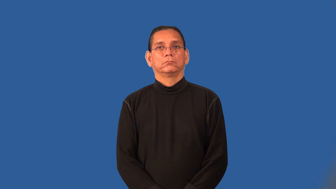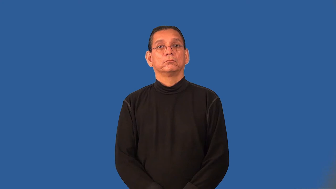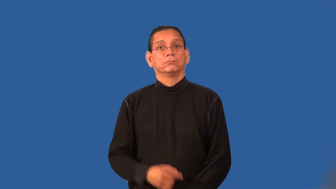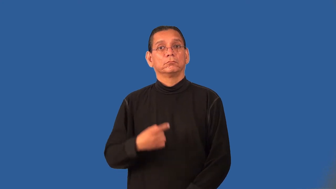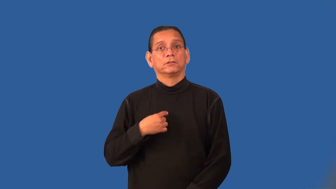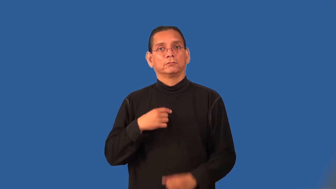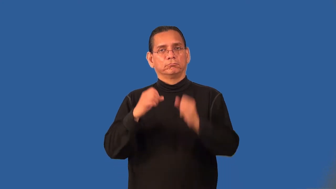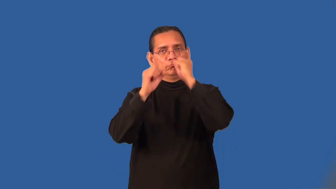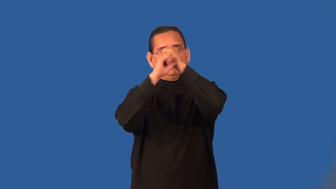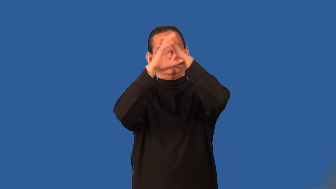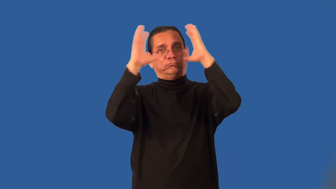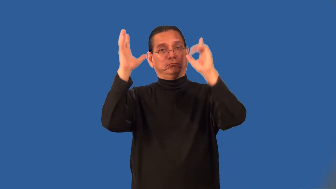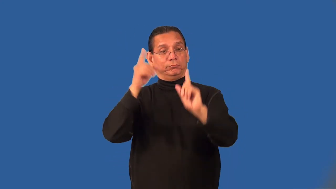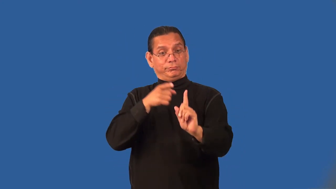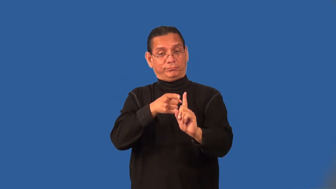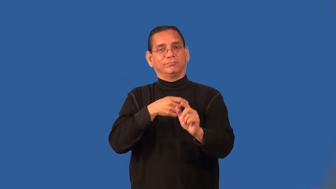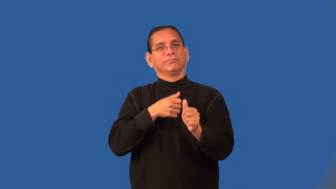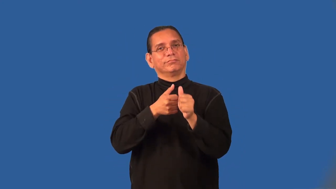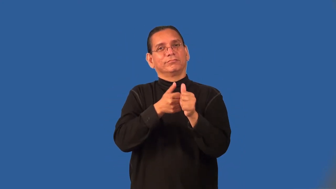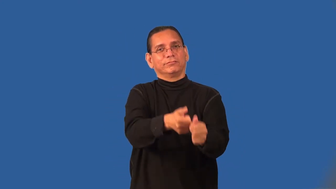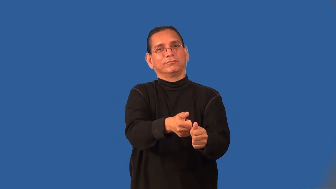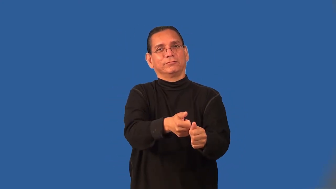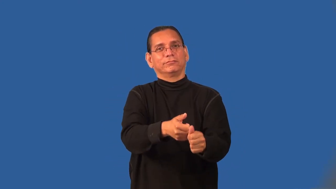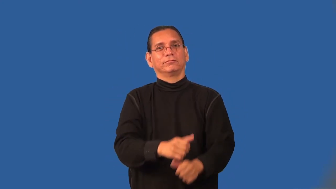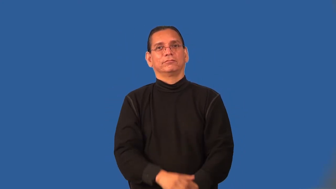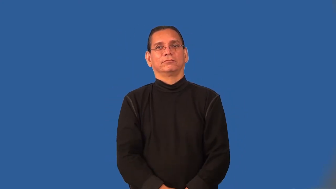premise